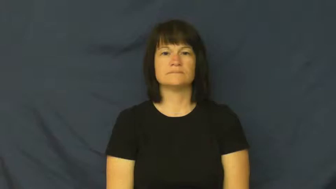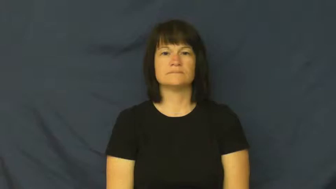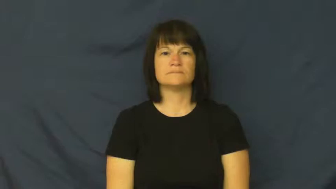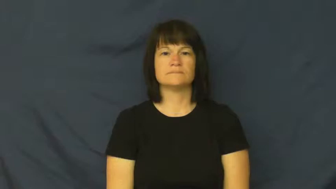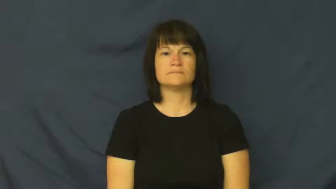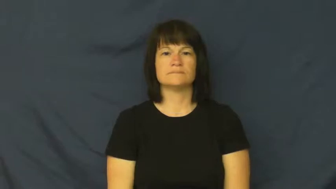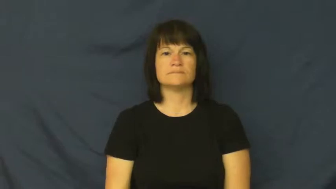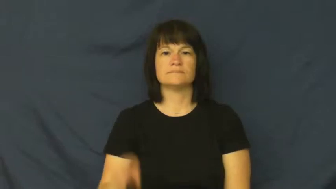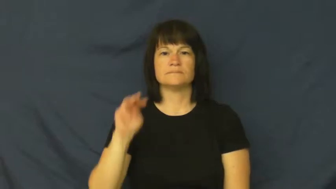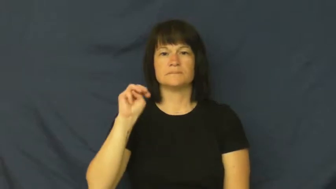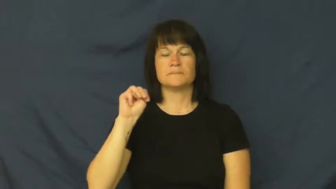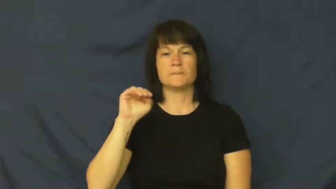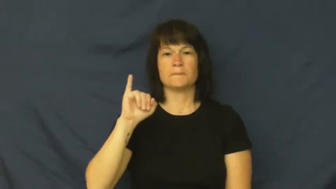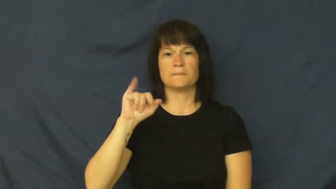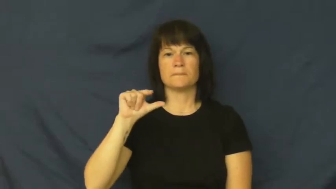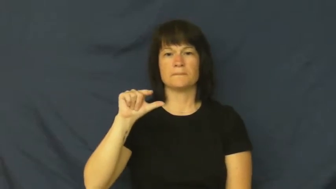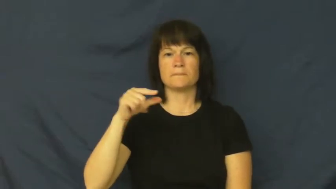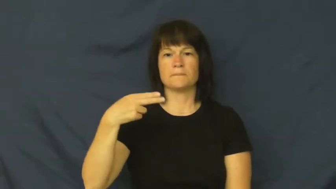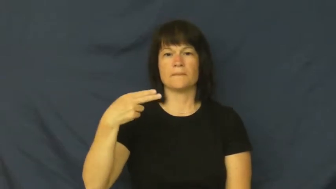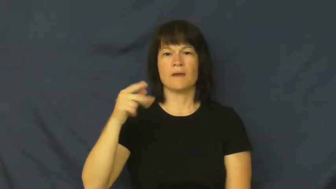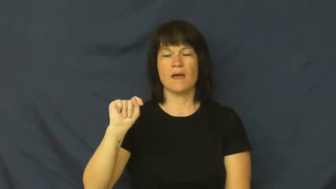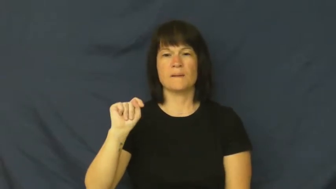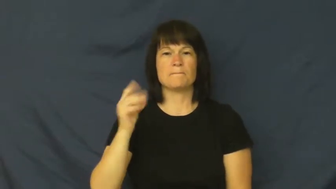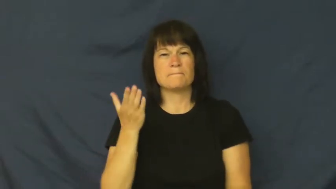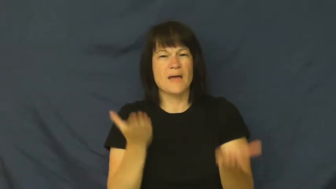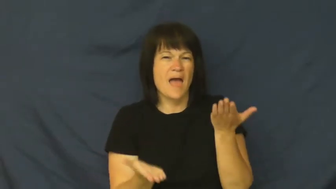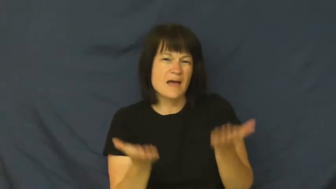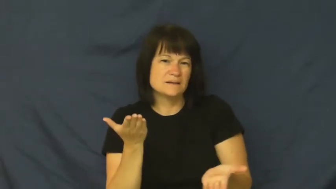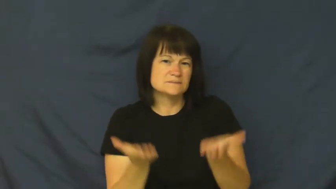might-maybe